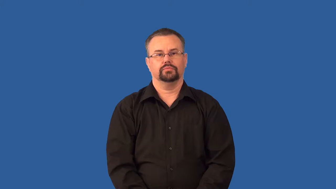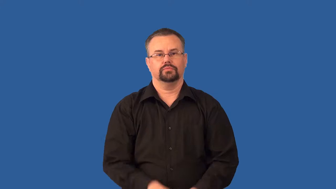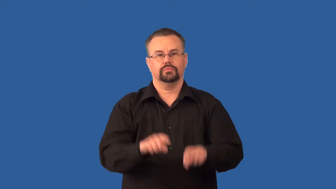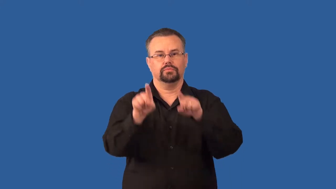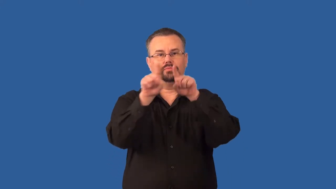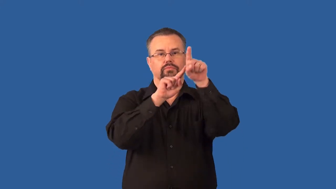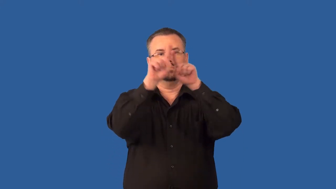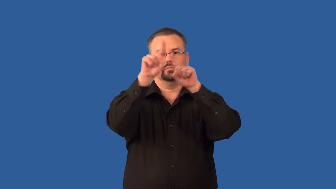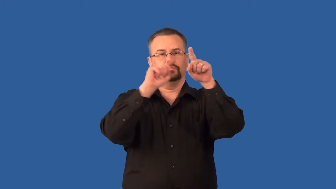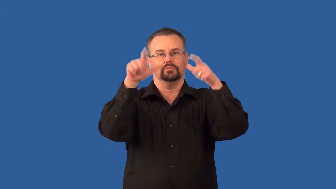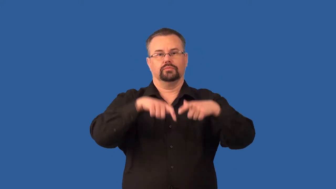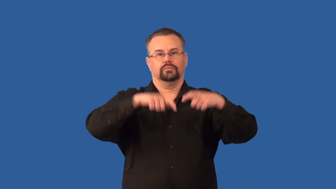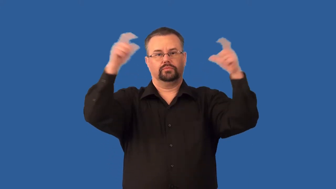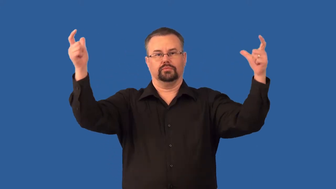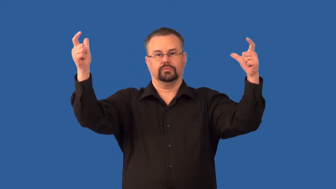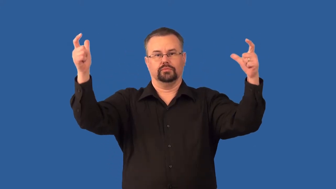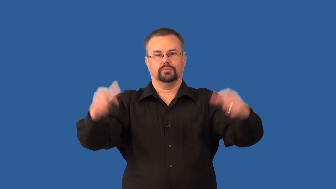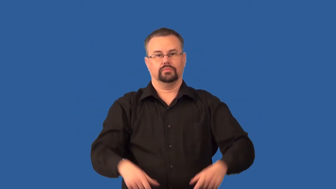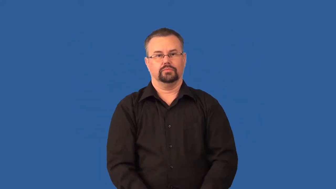supergiant